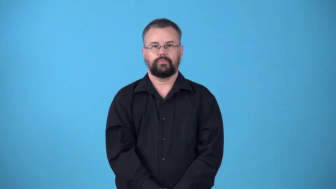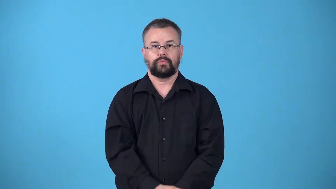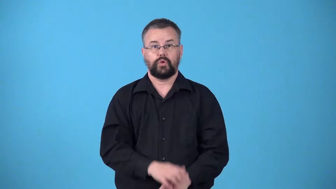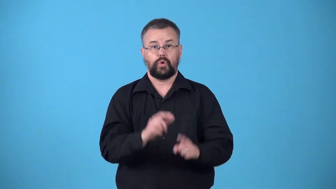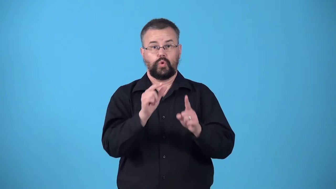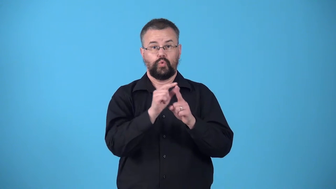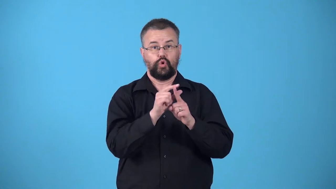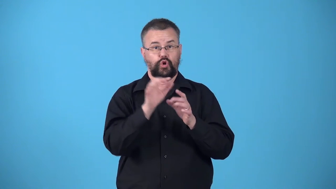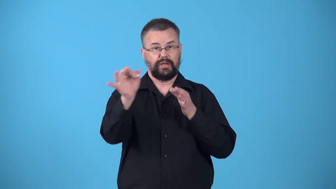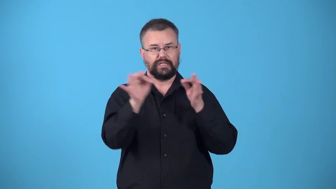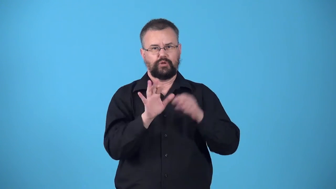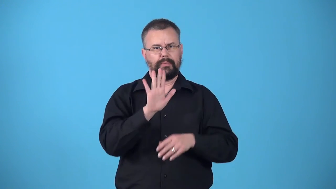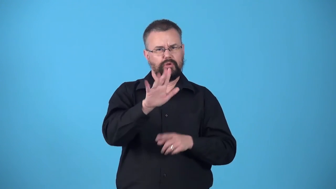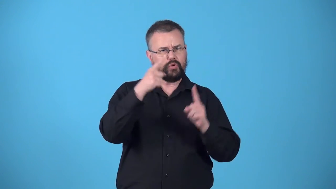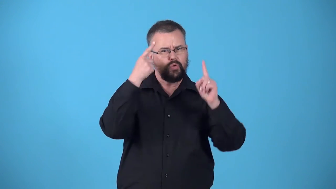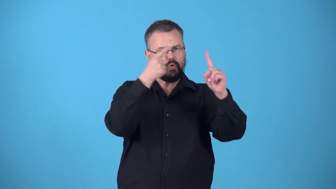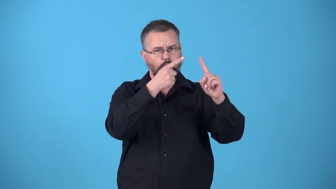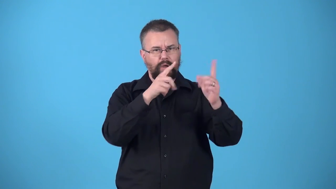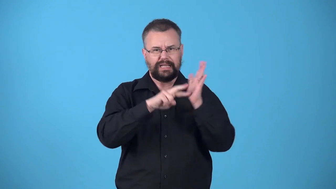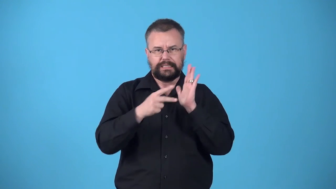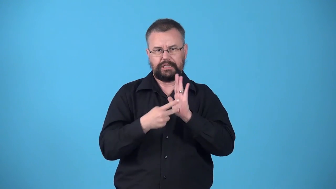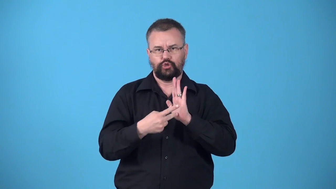watchword